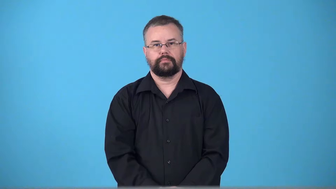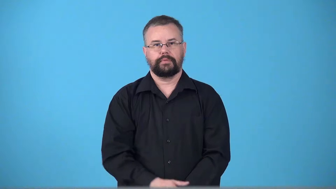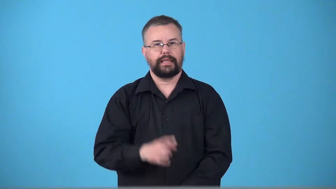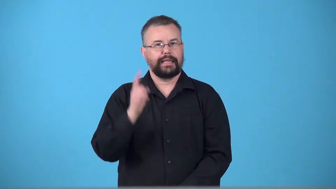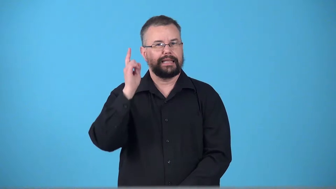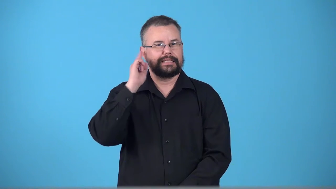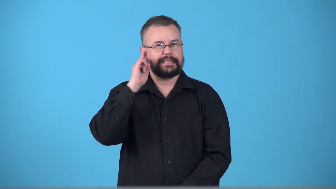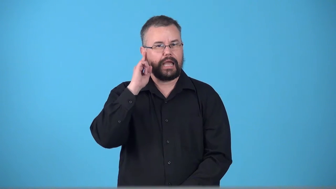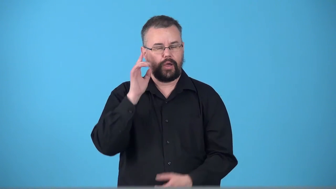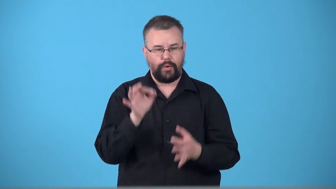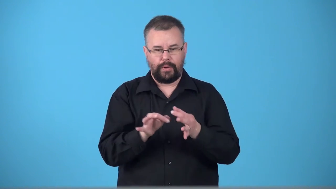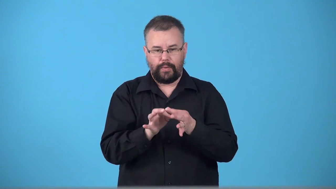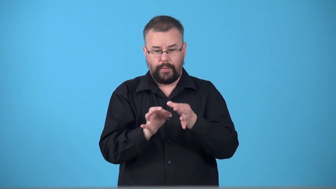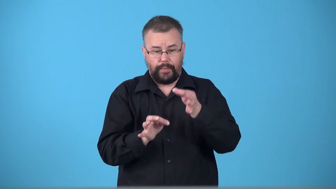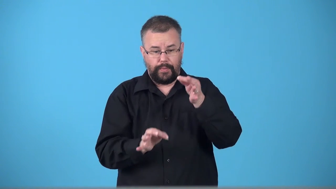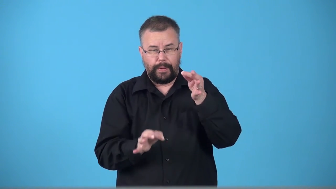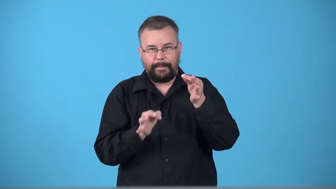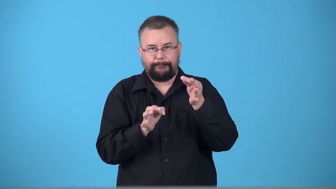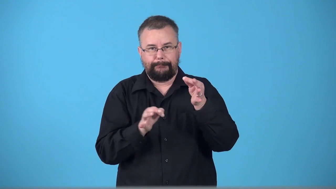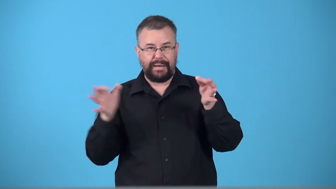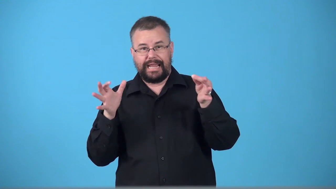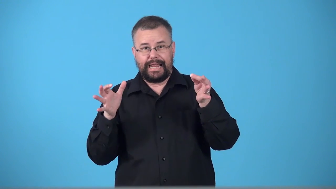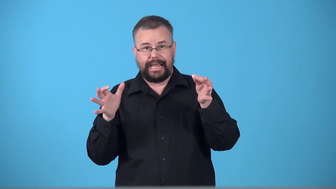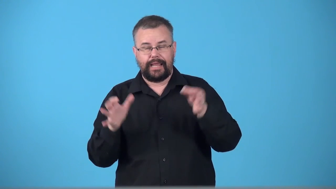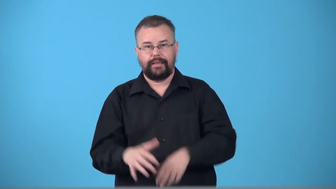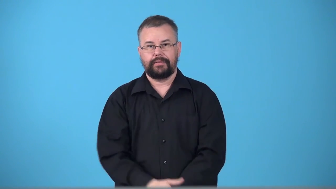twangy